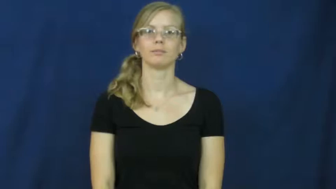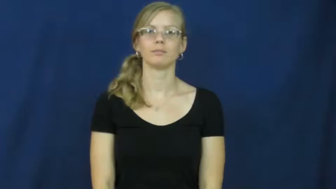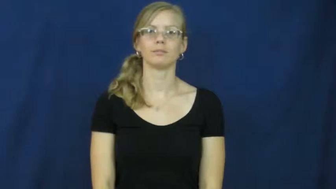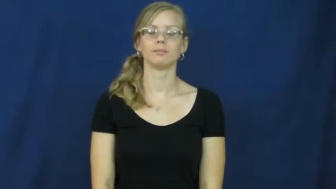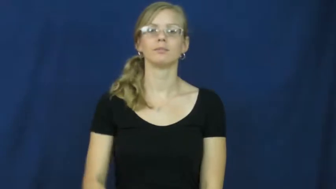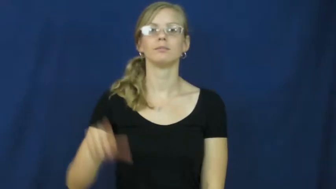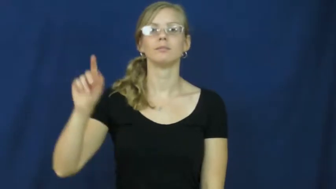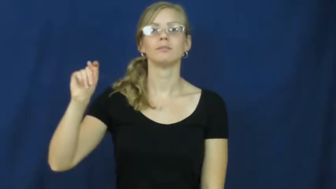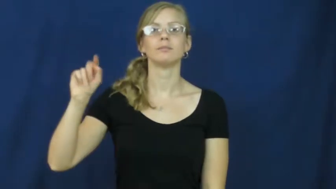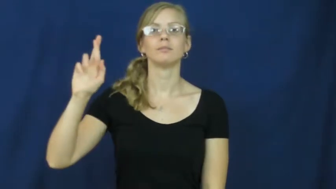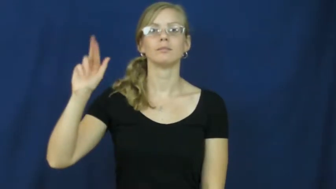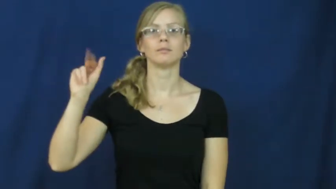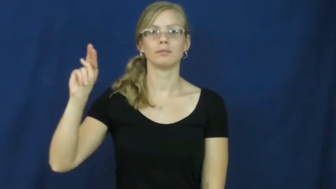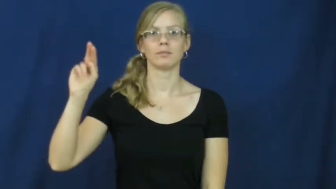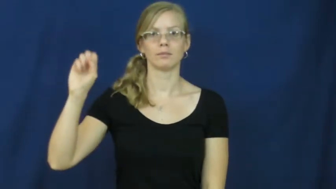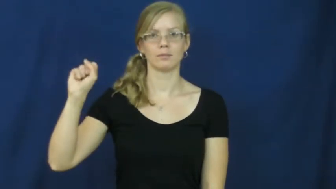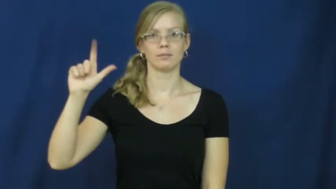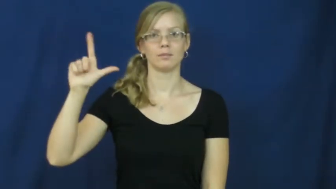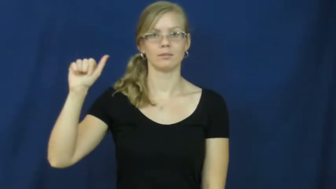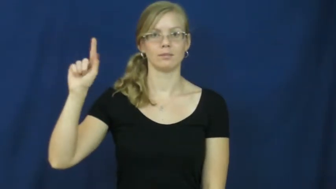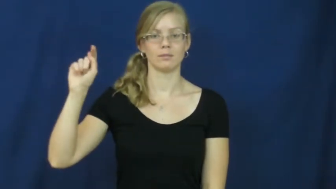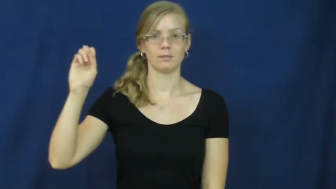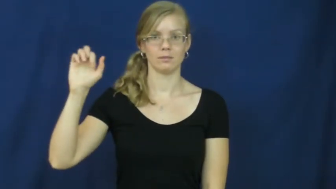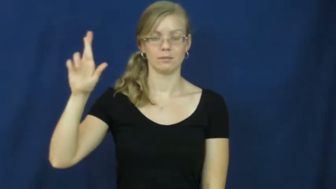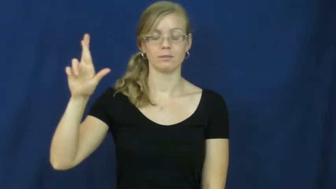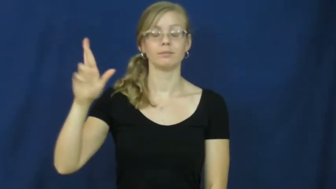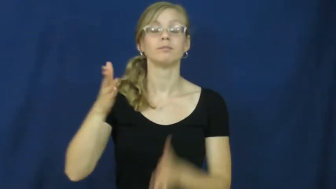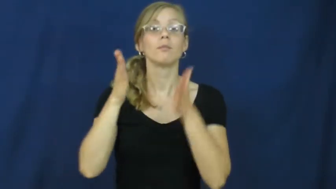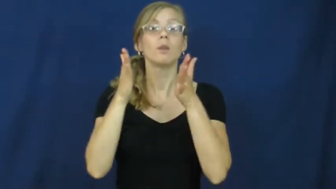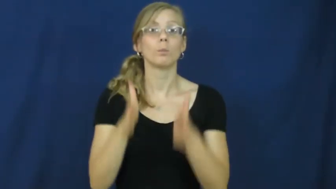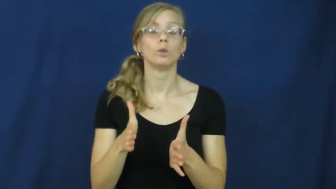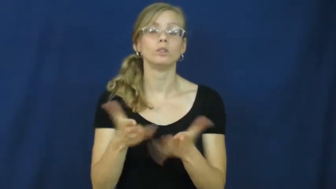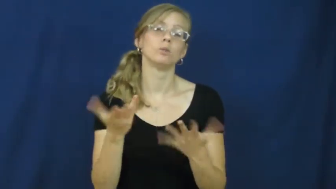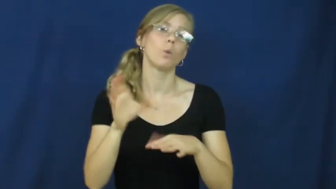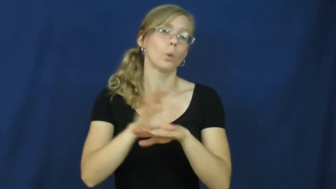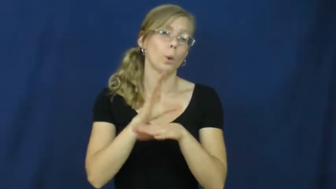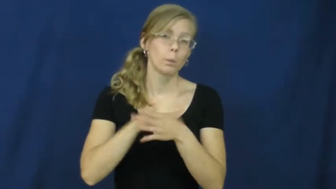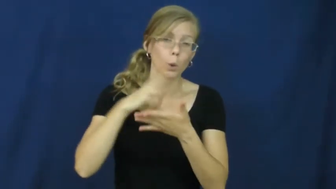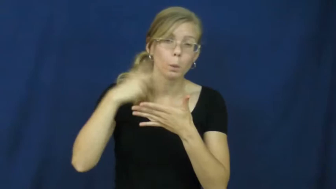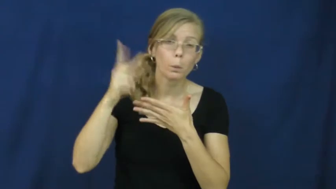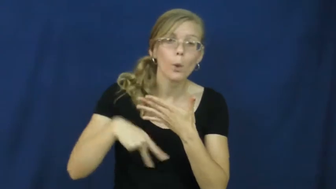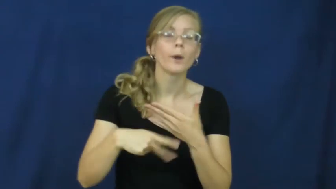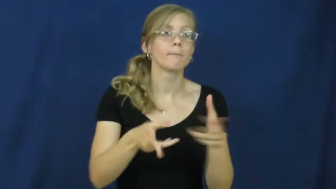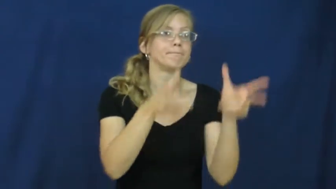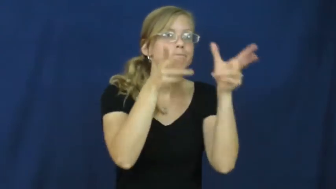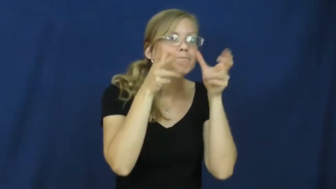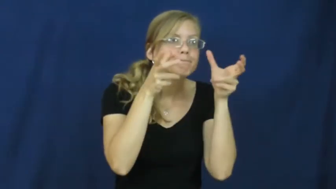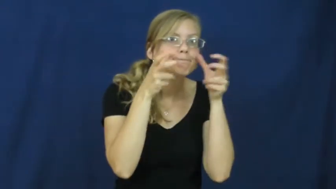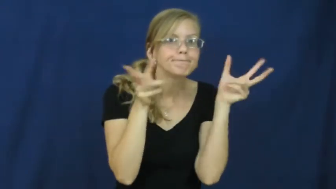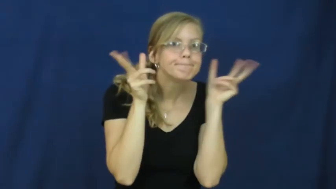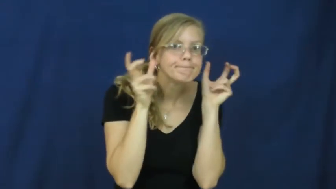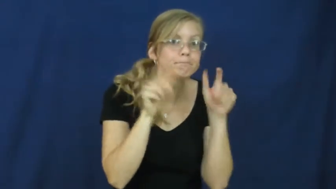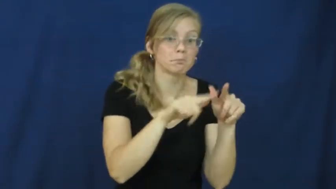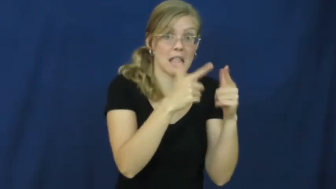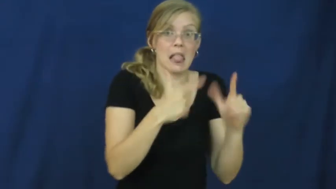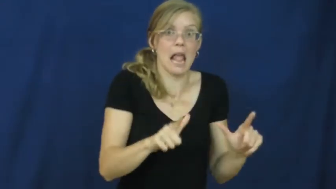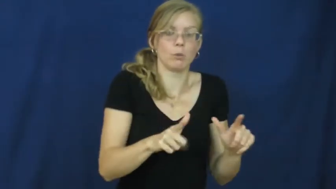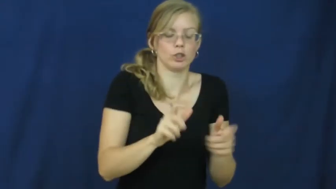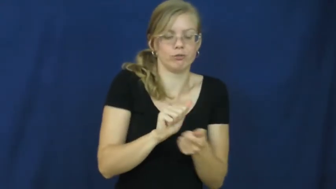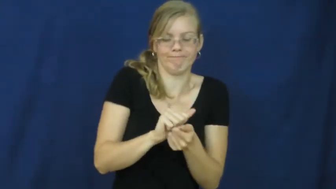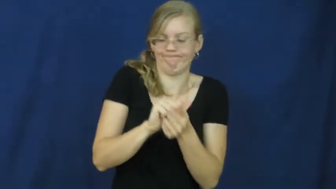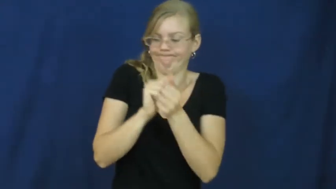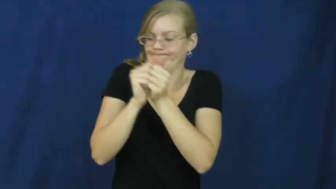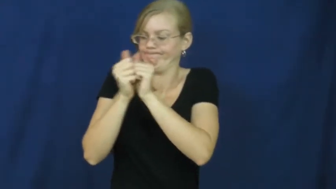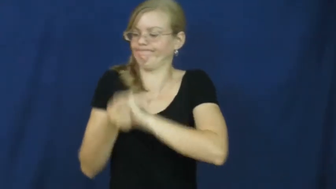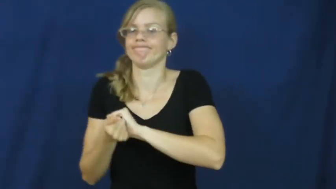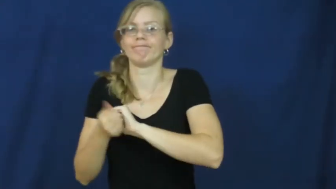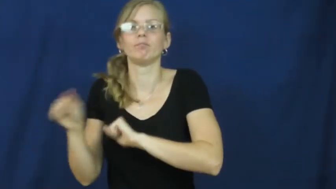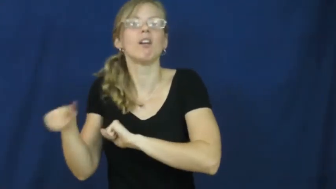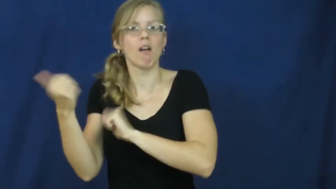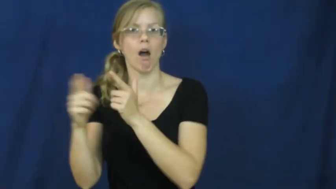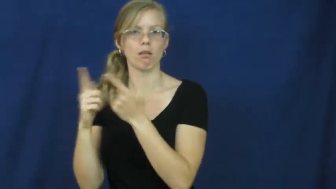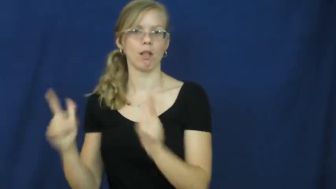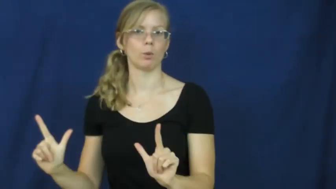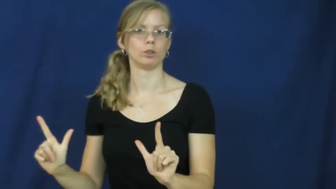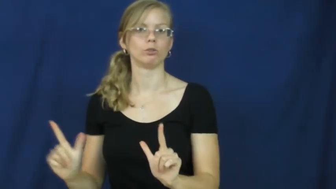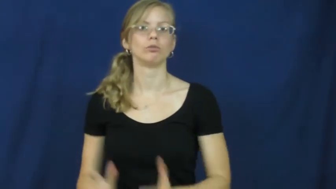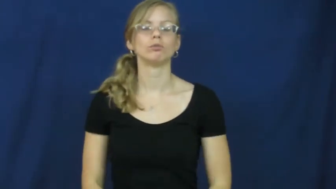translator